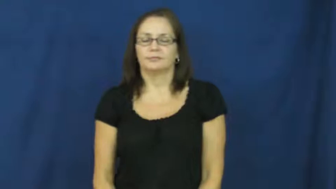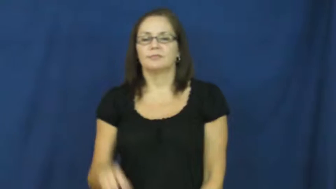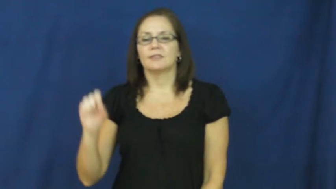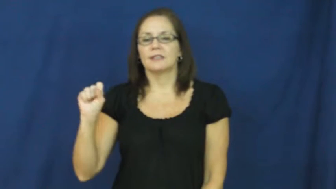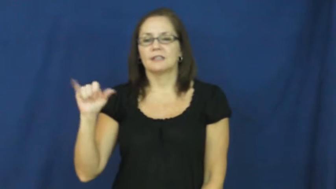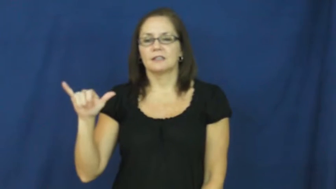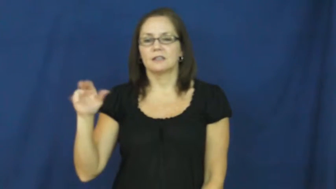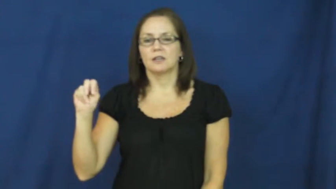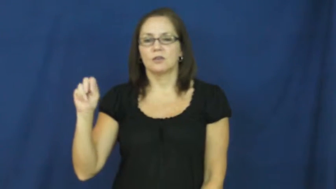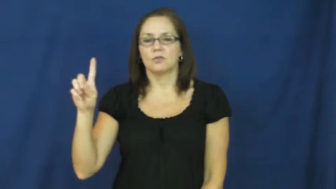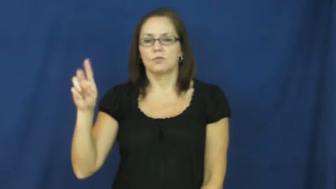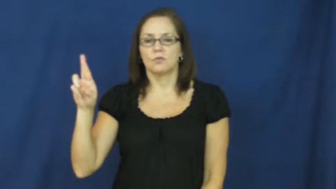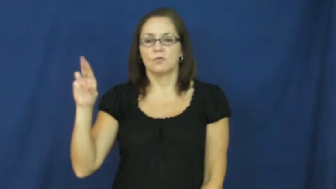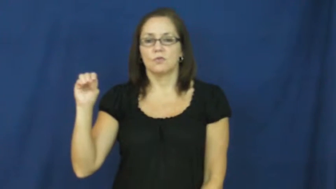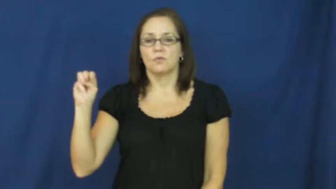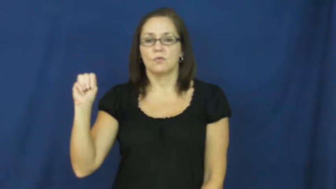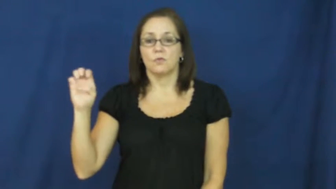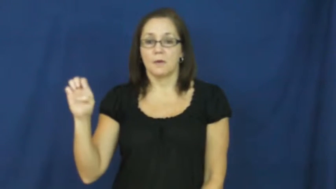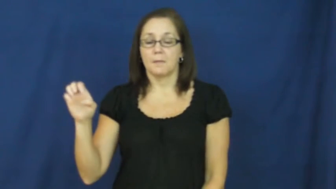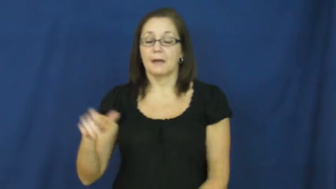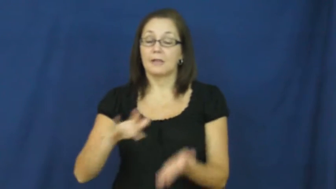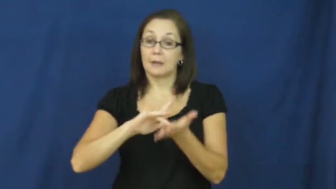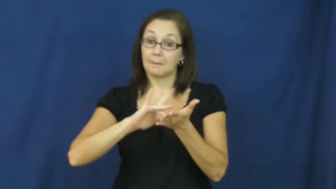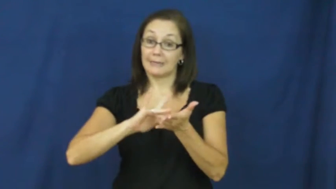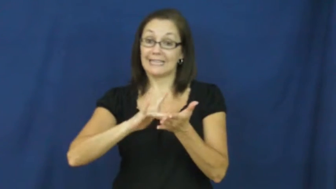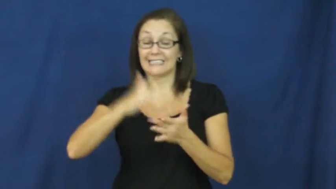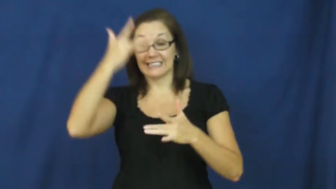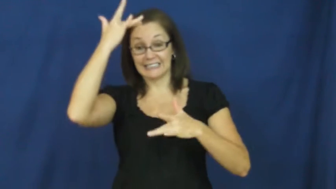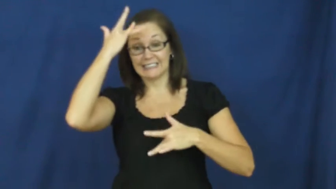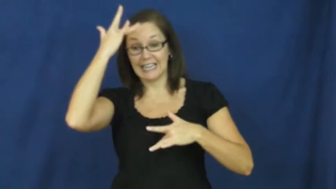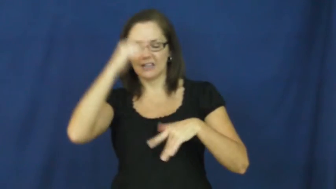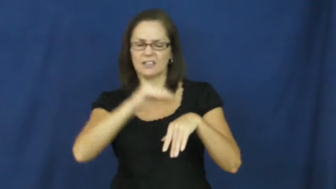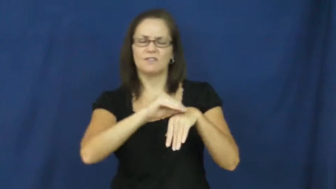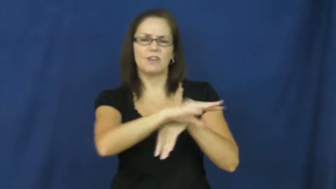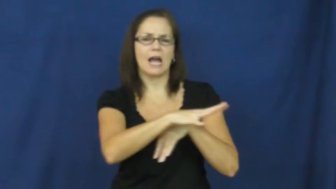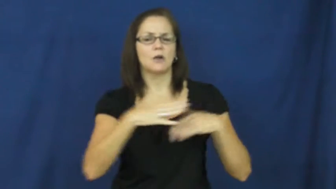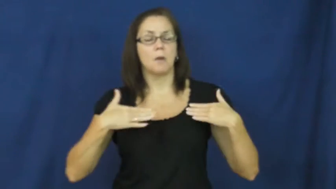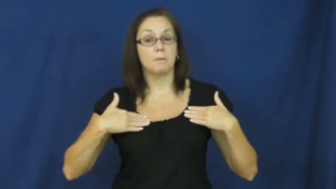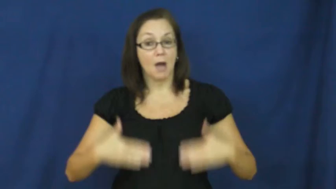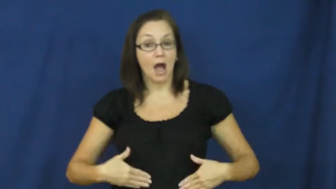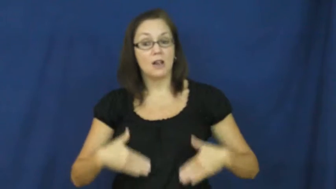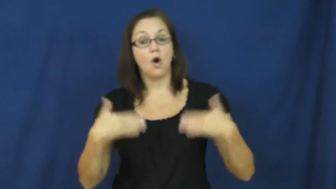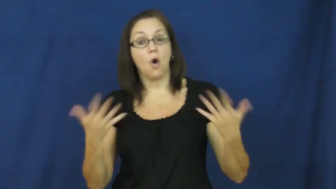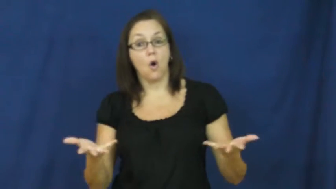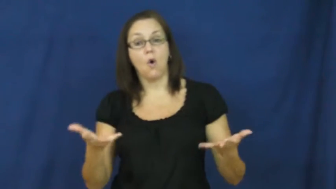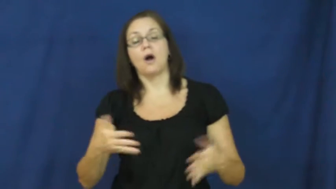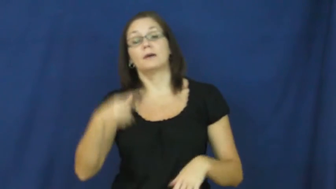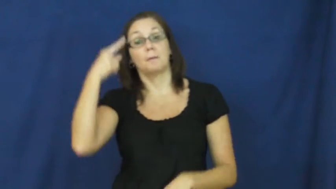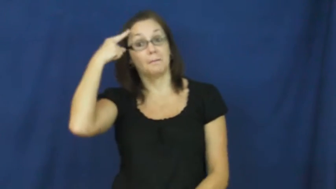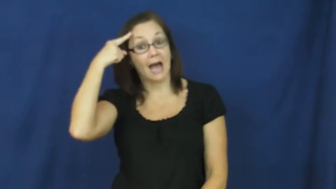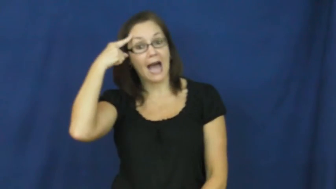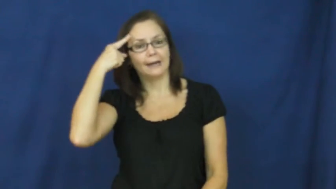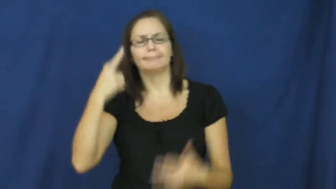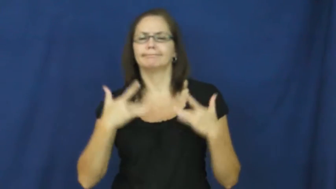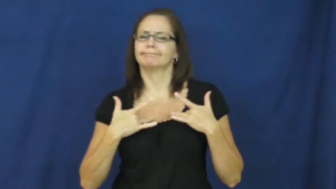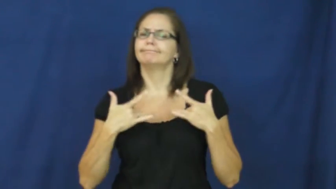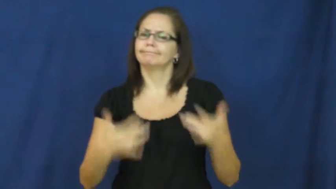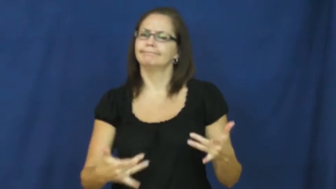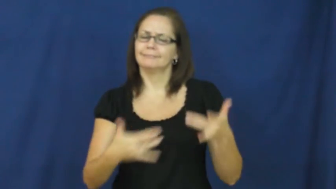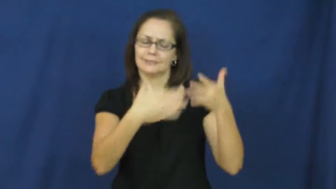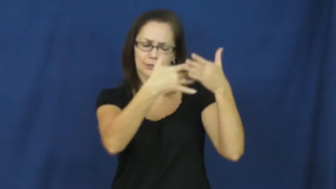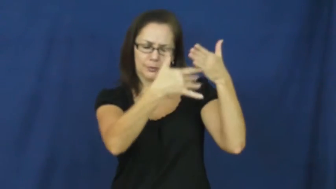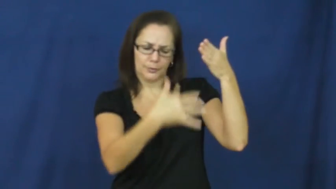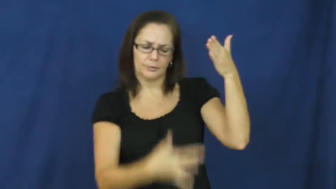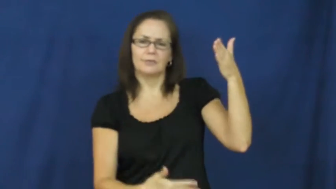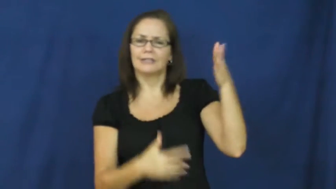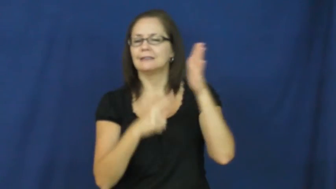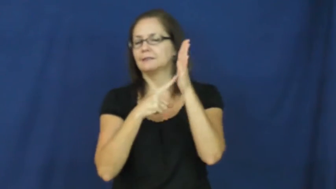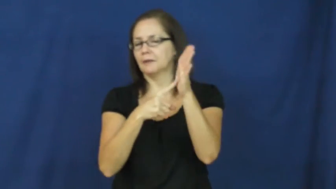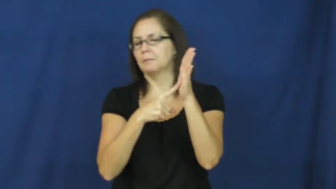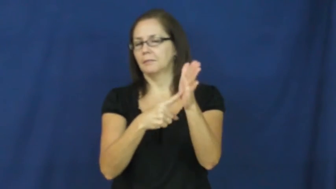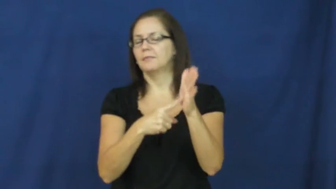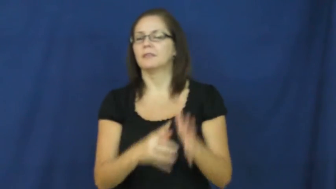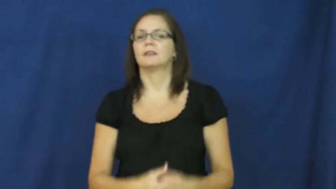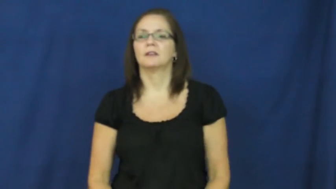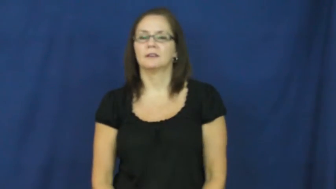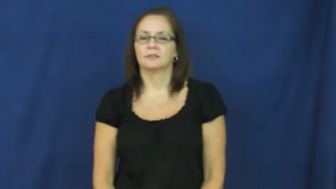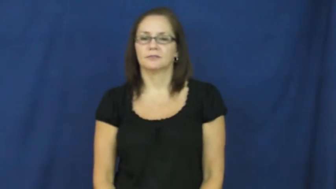syndrome